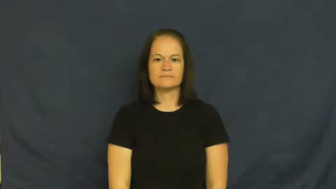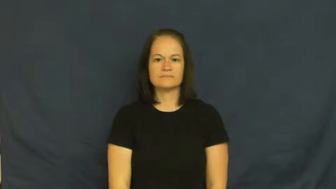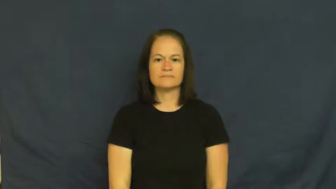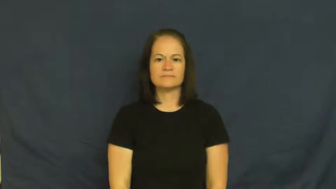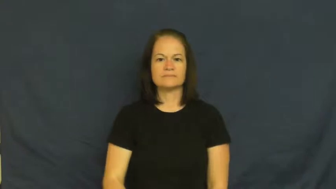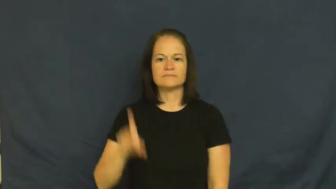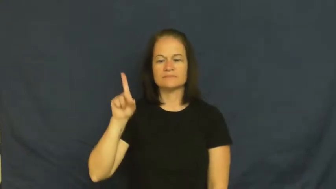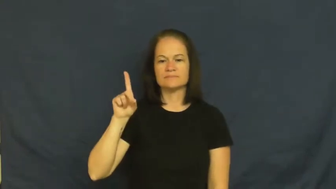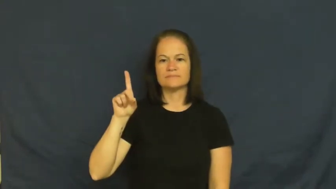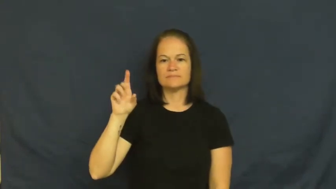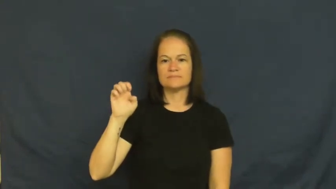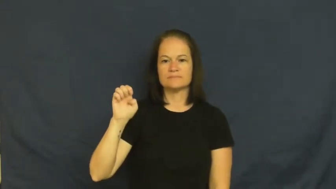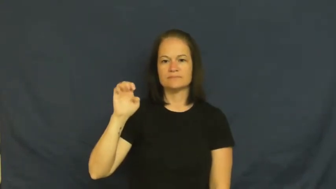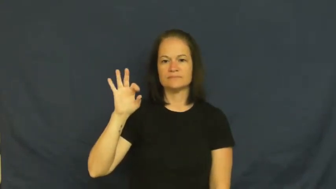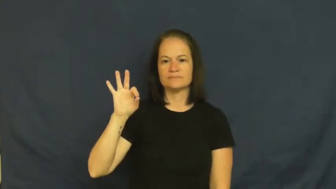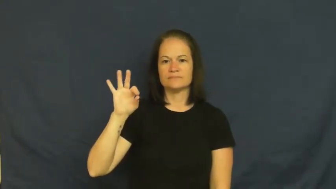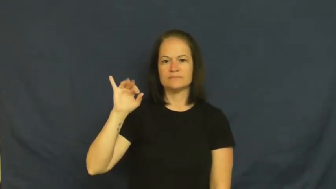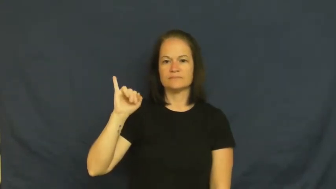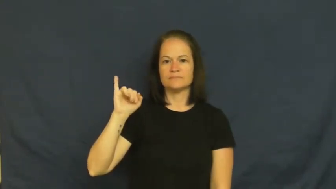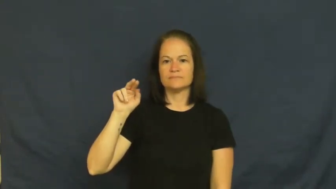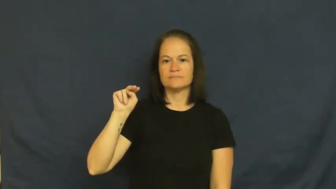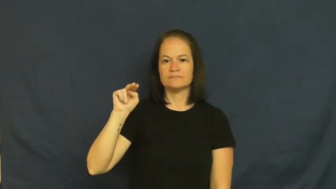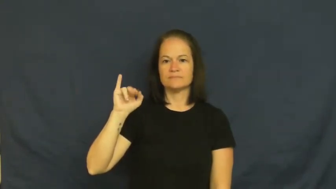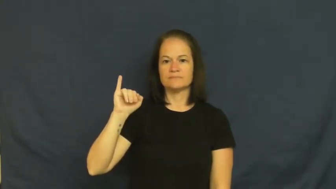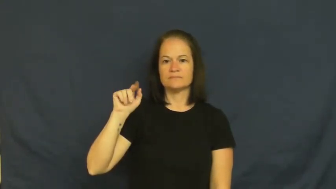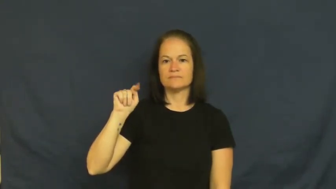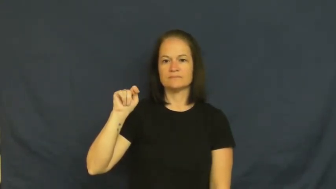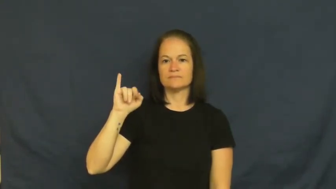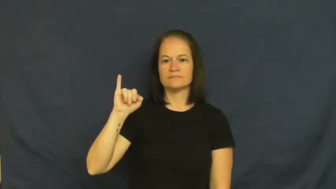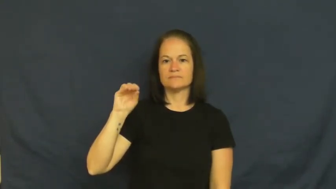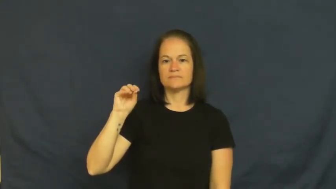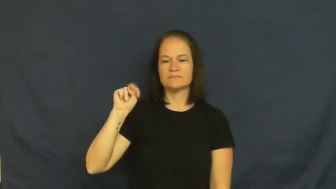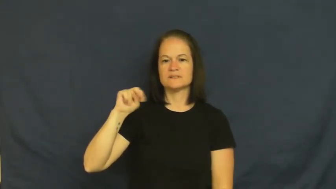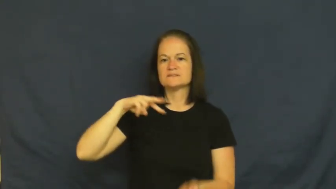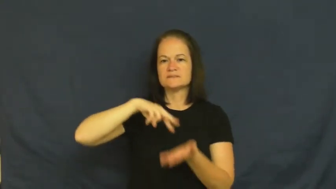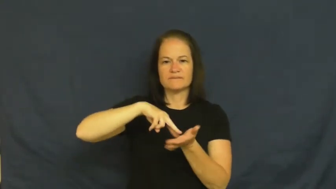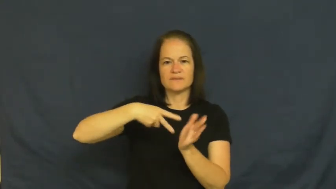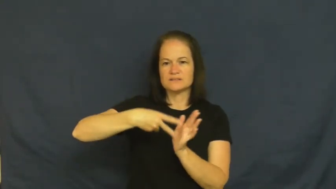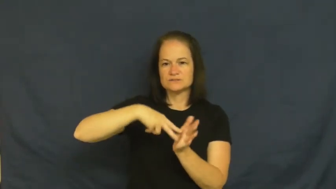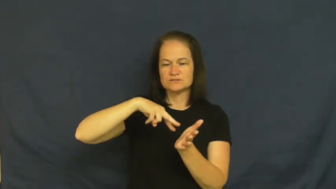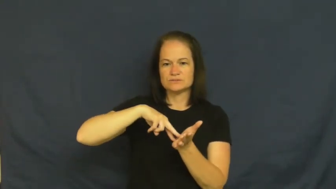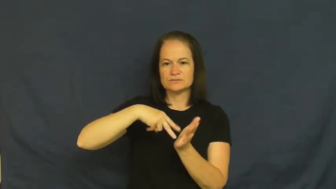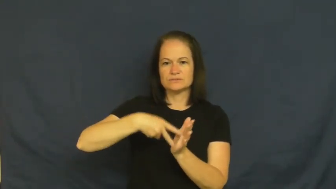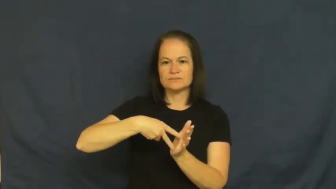definition-meaning